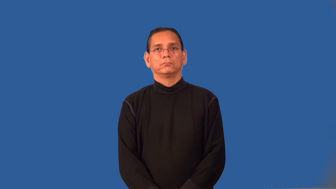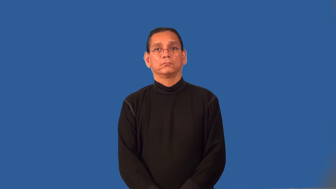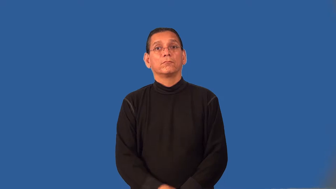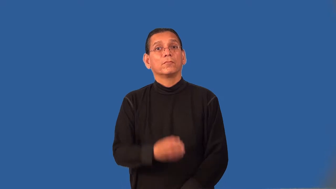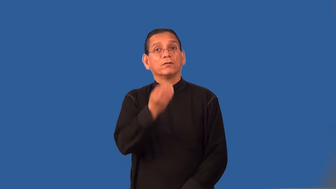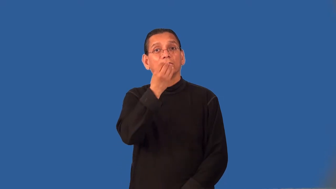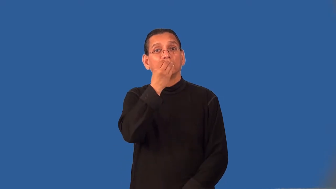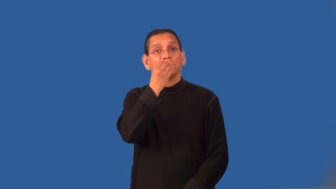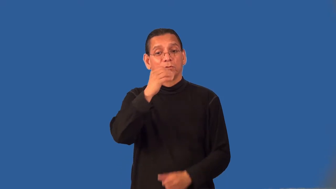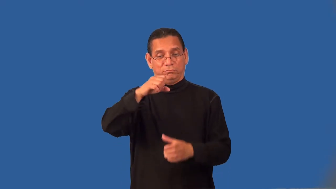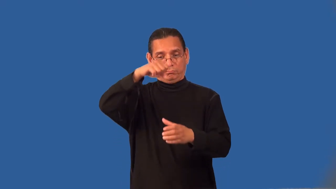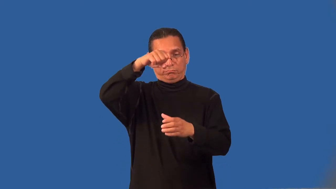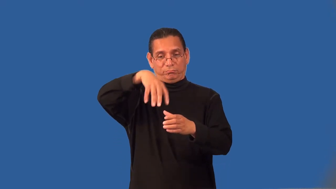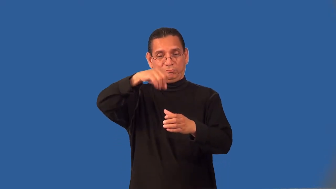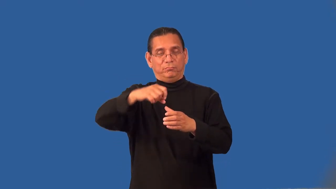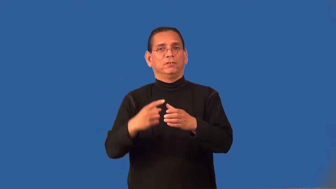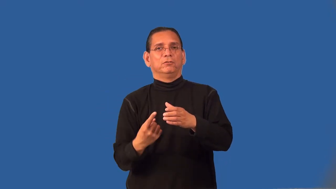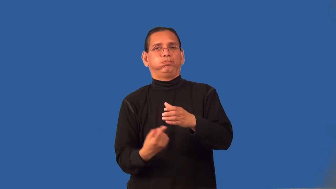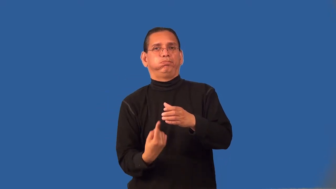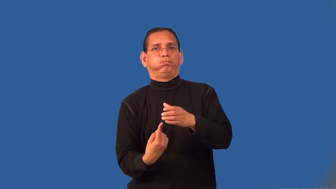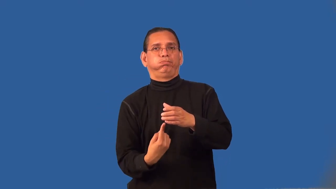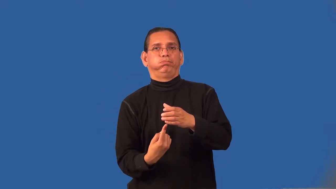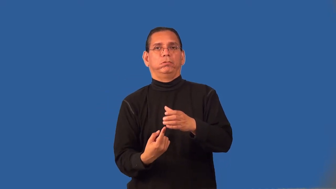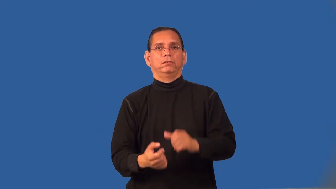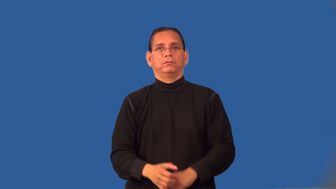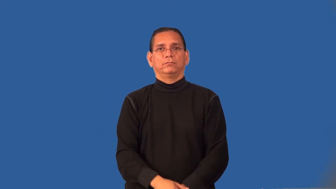processor-food blender